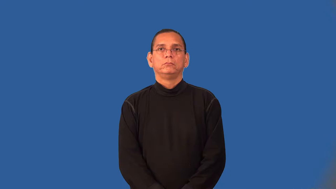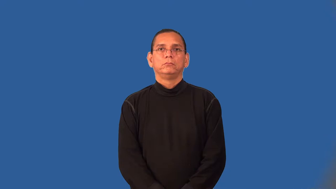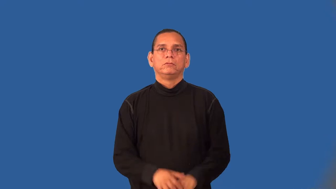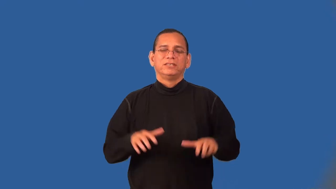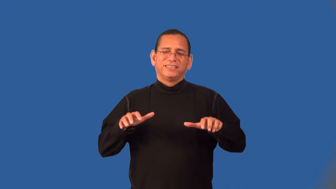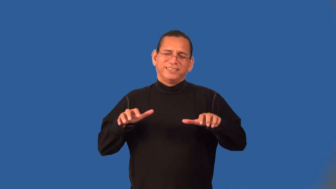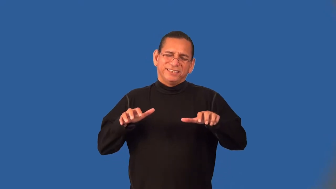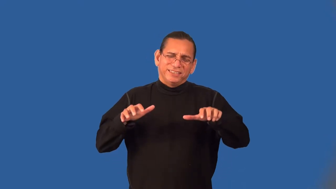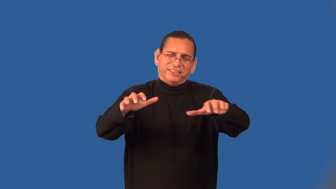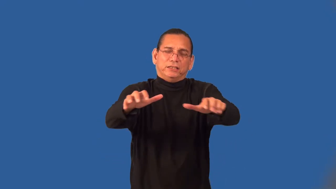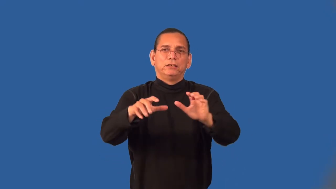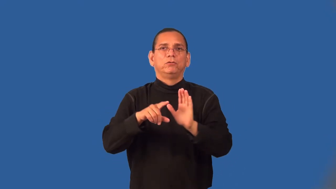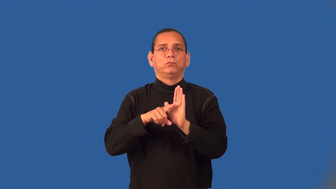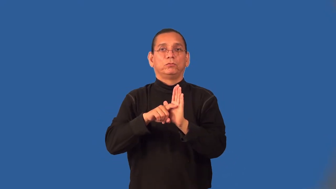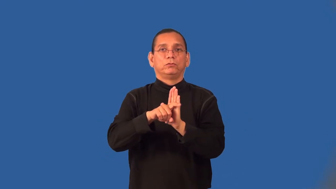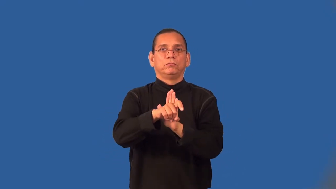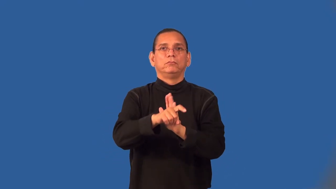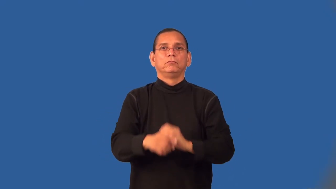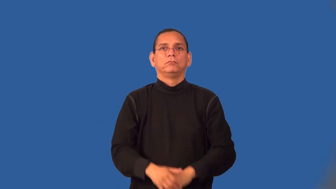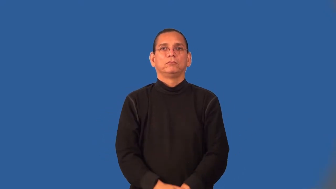wormy